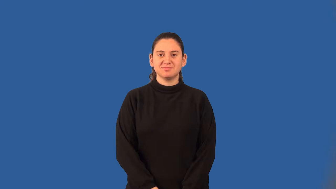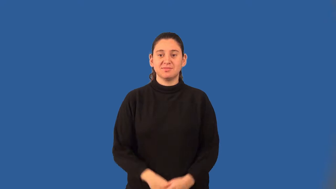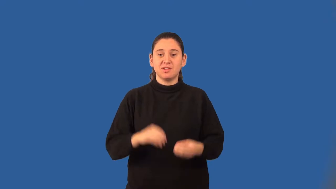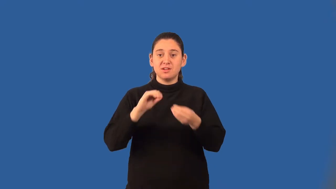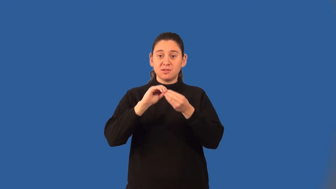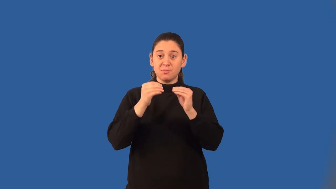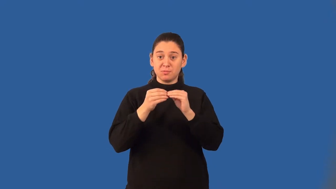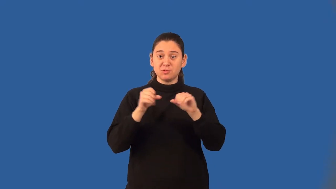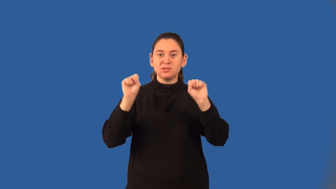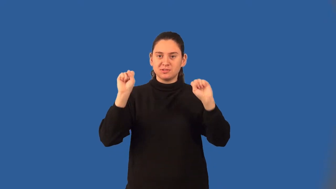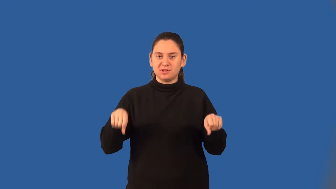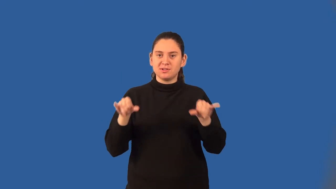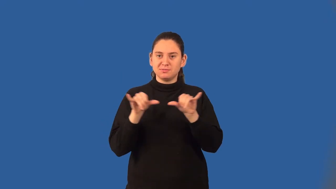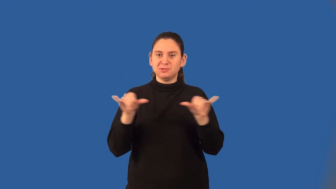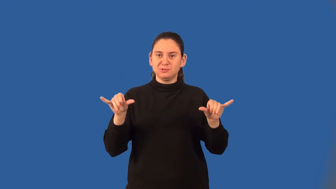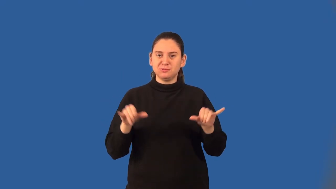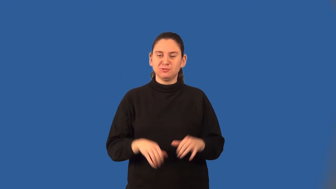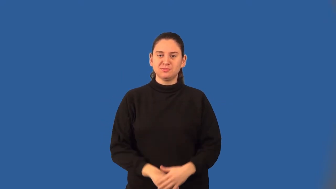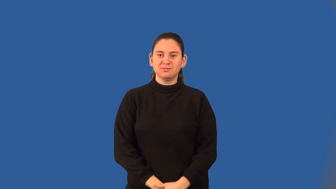basic unit